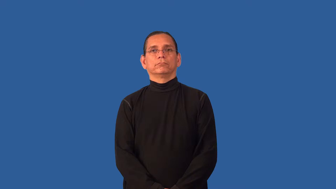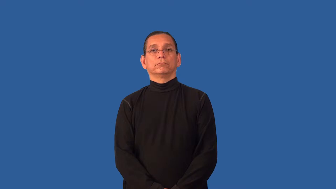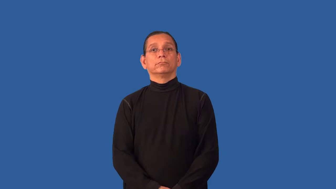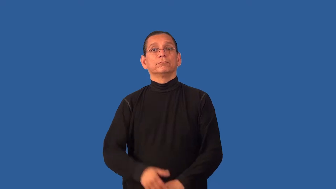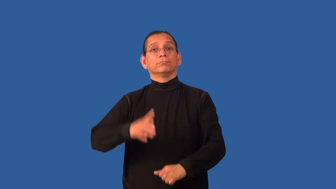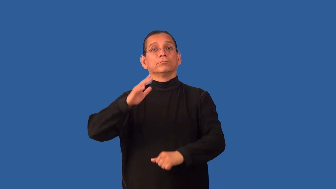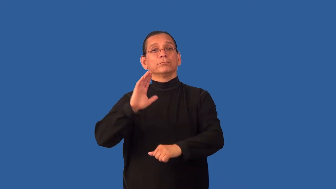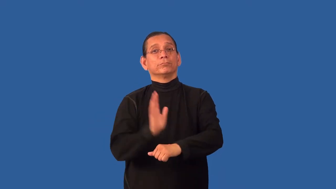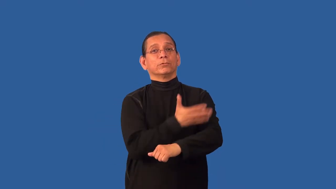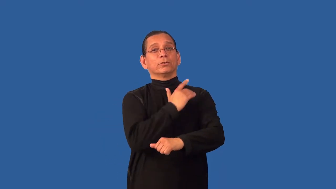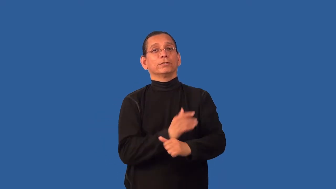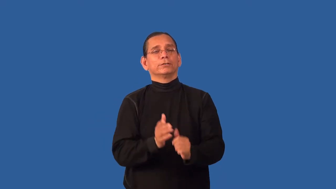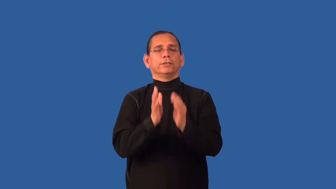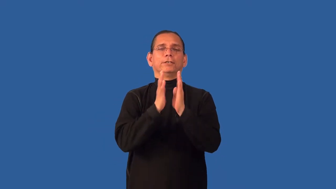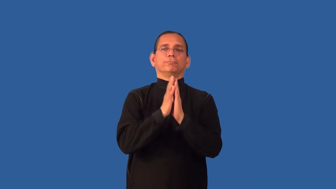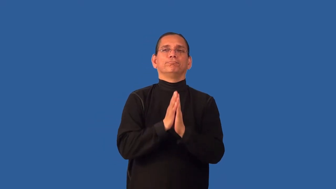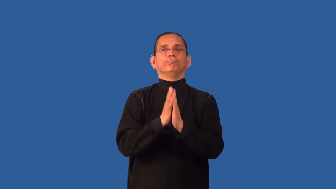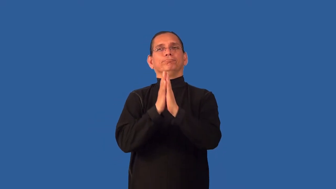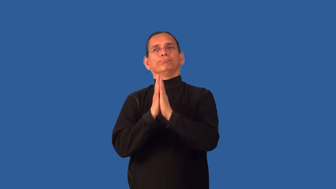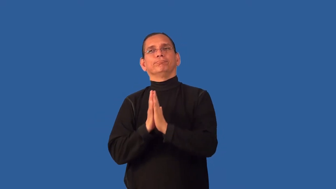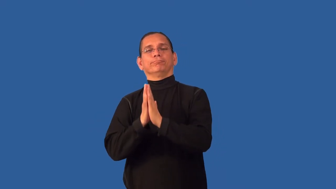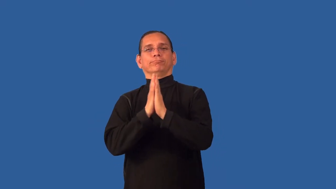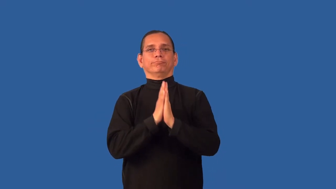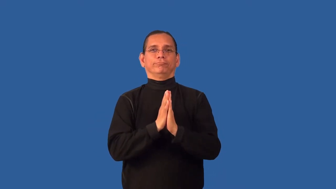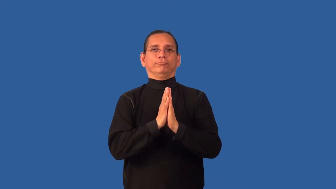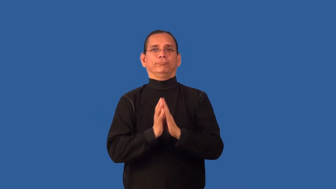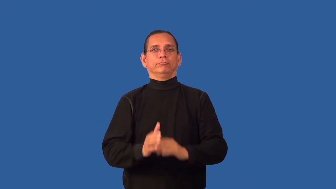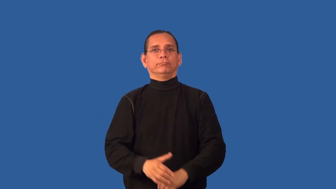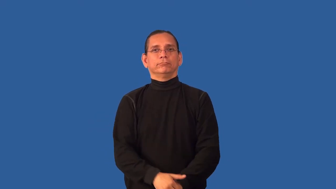chant-religous